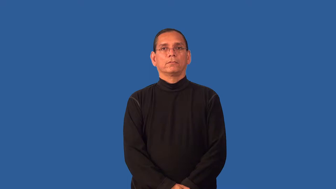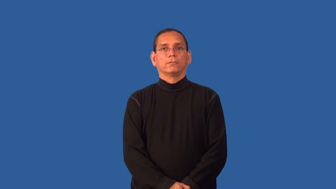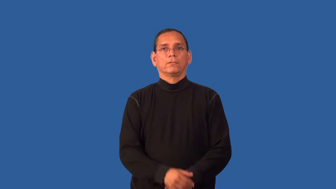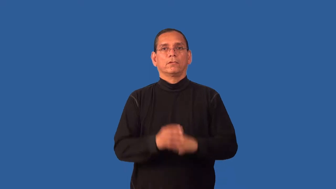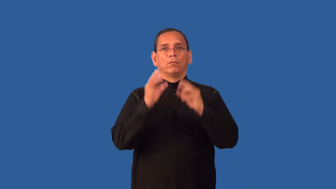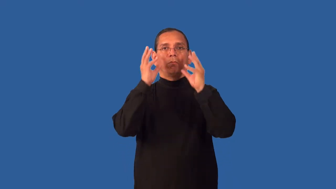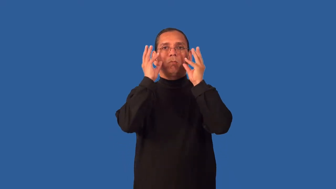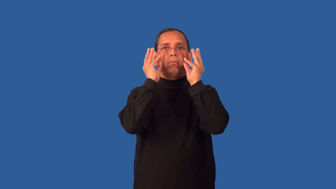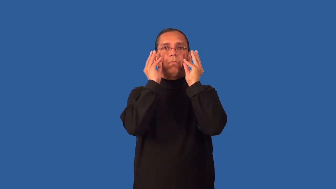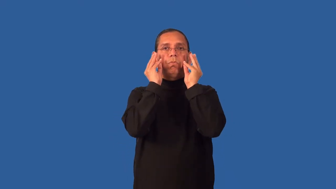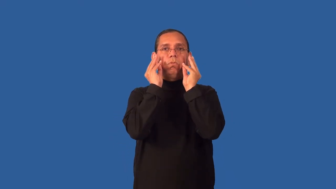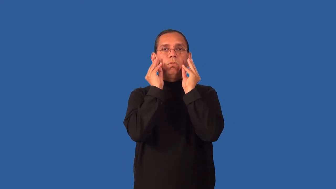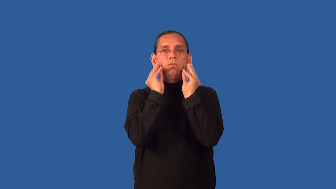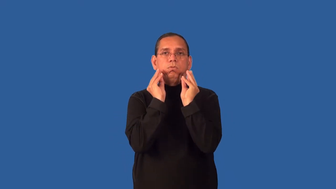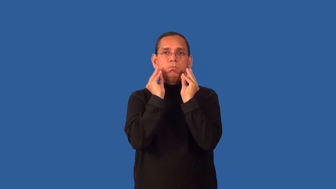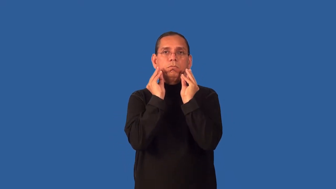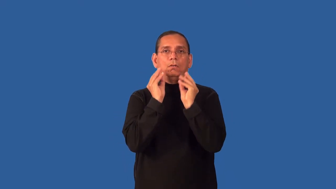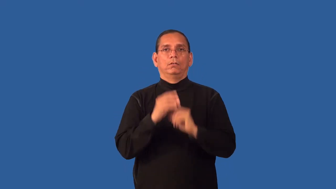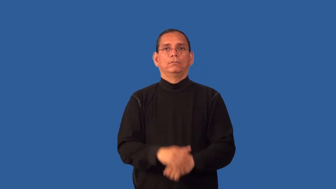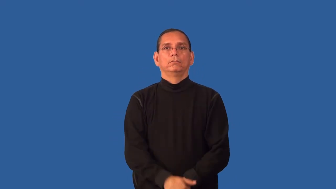droopy